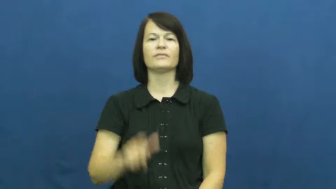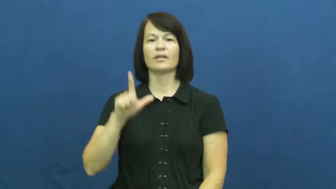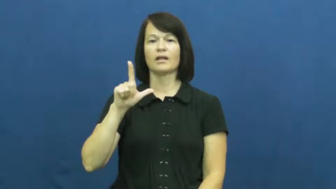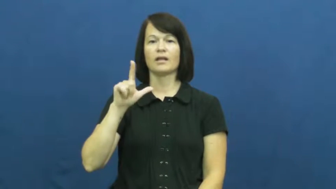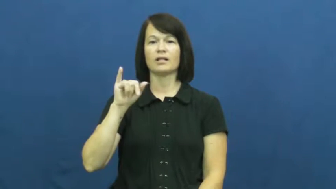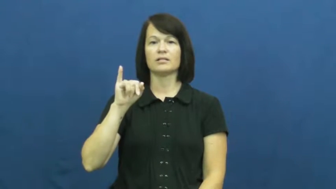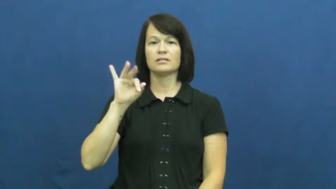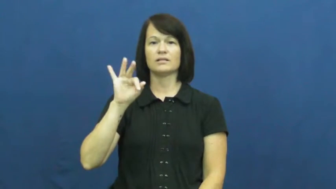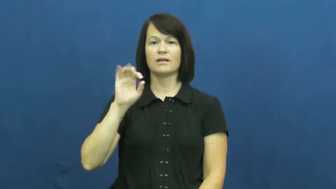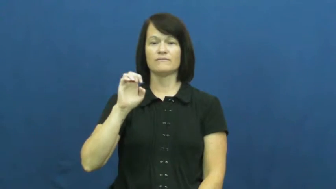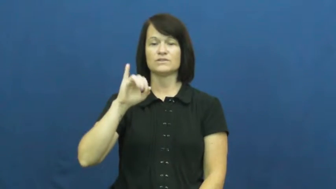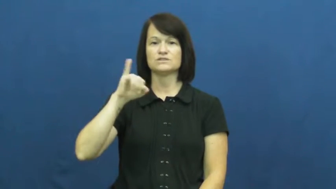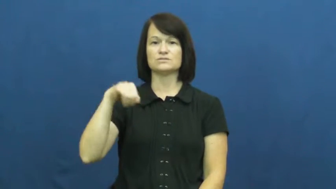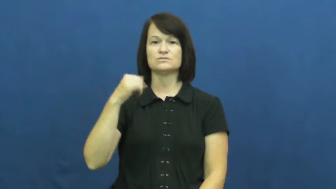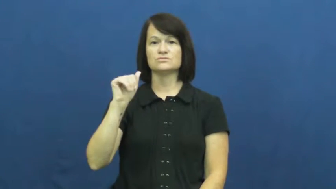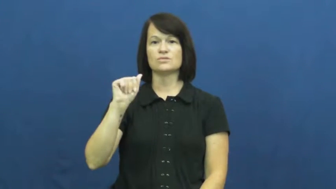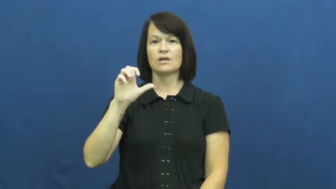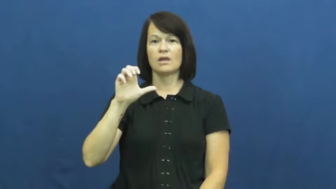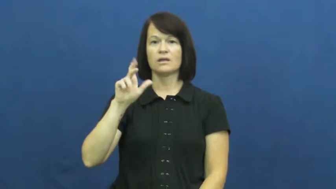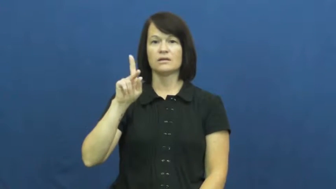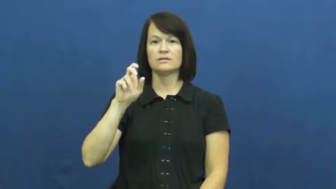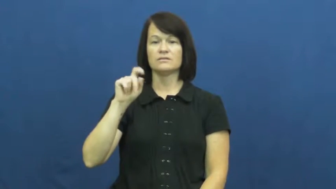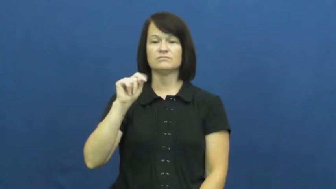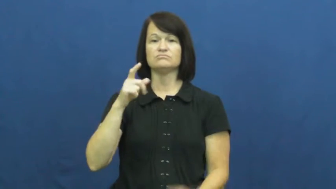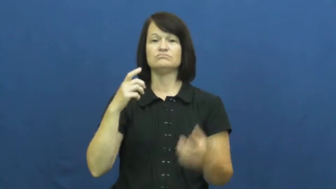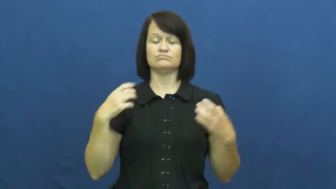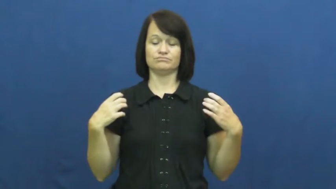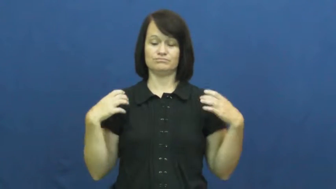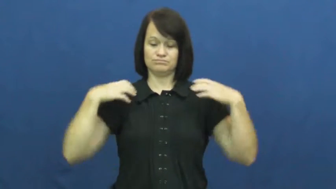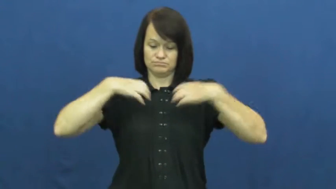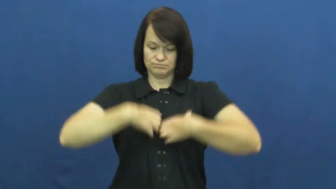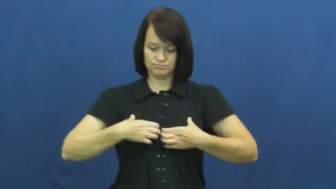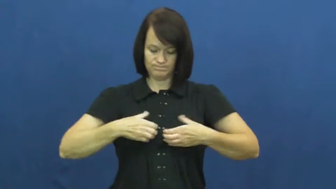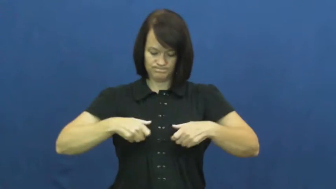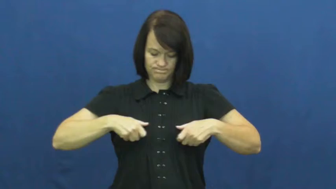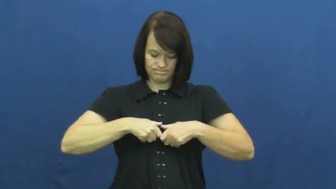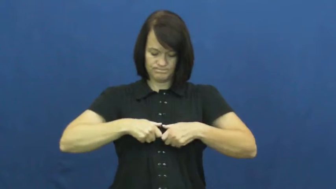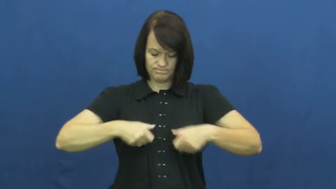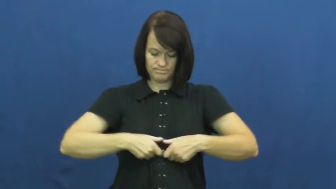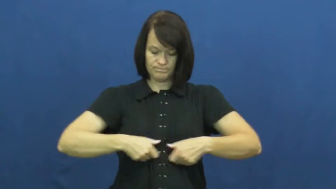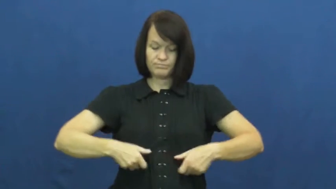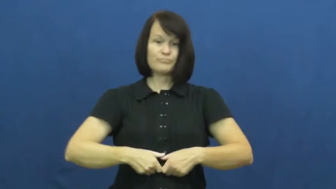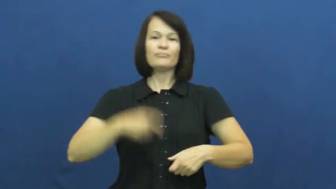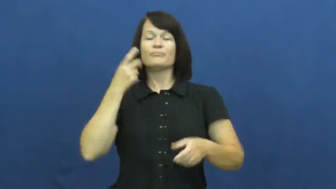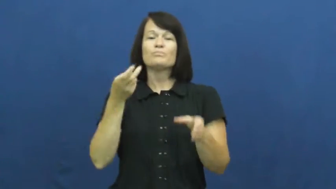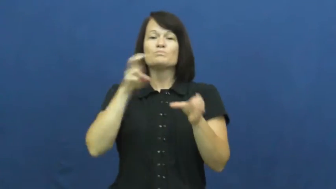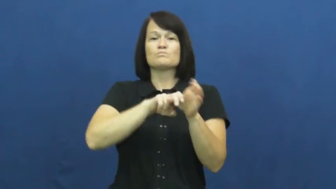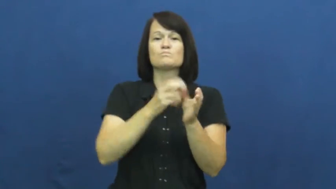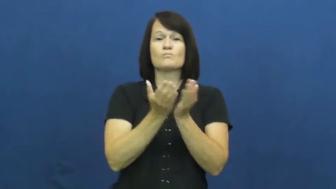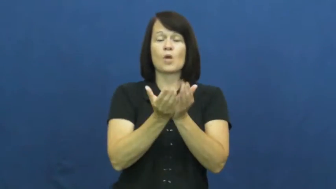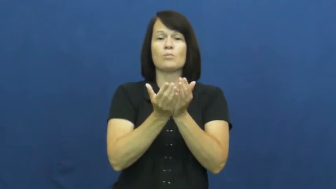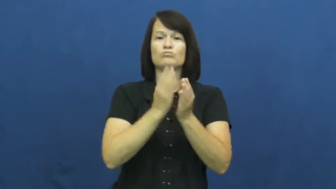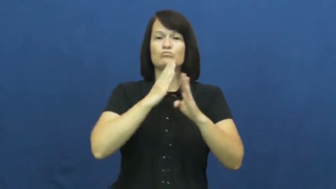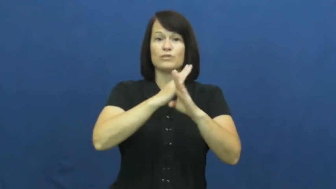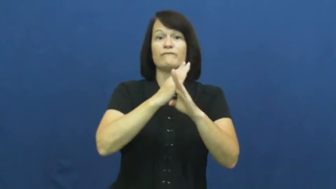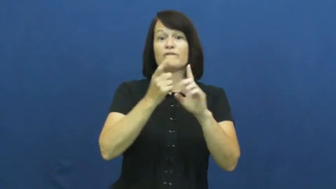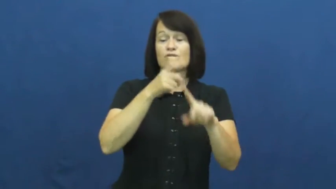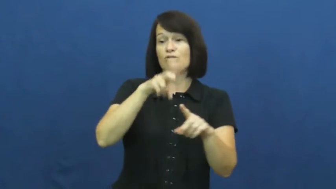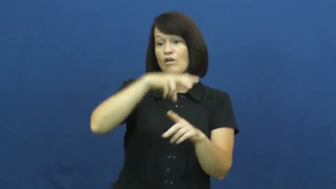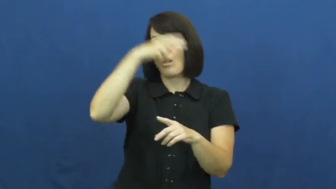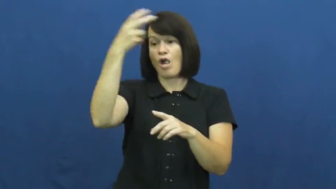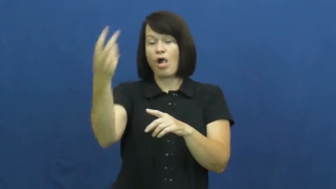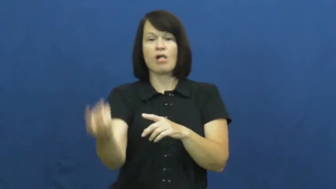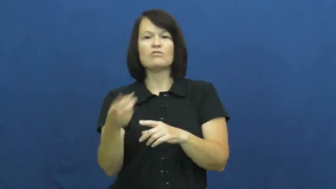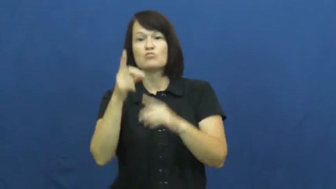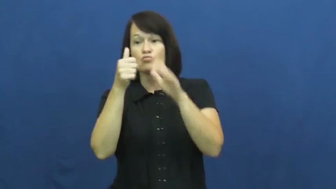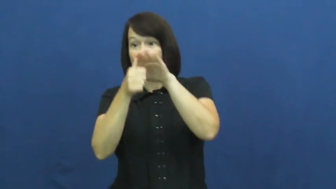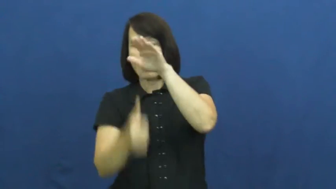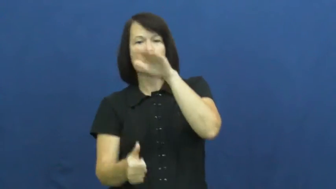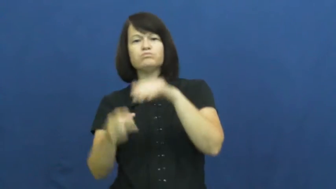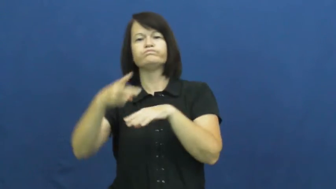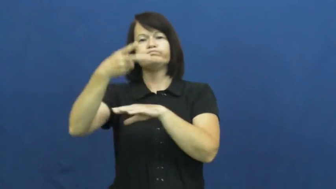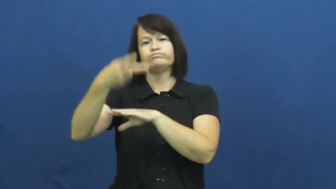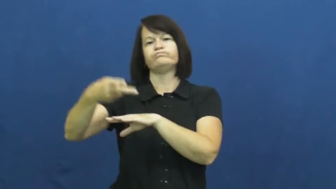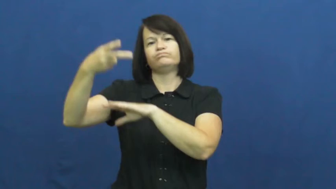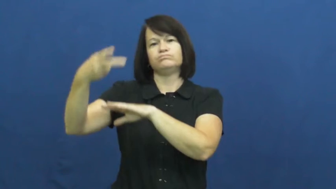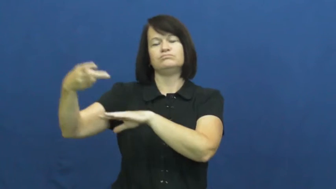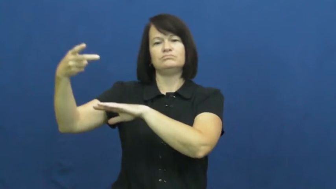lifejacket